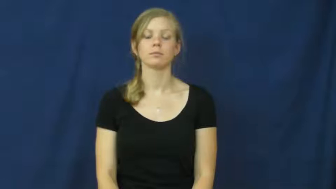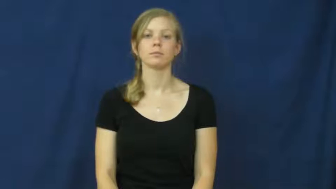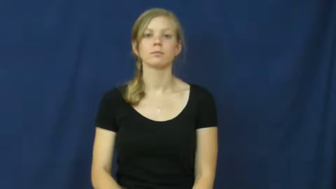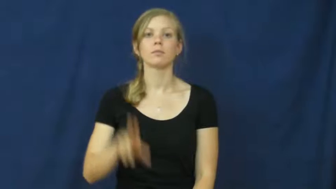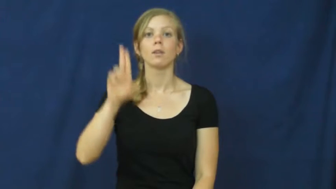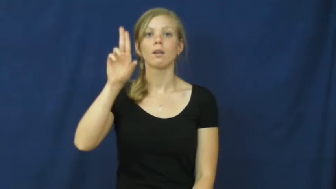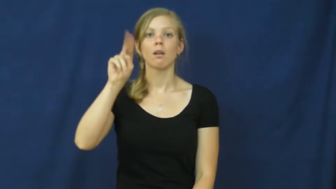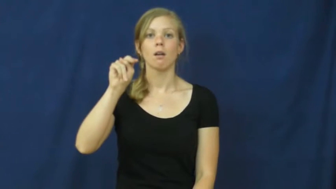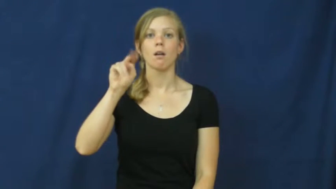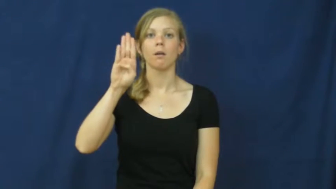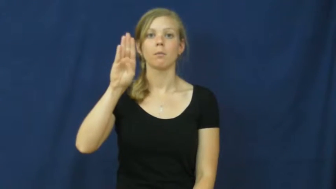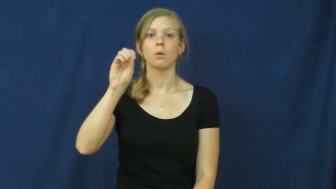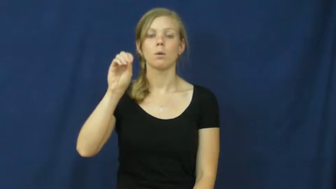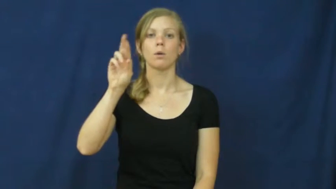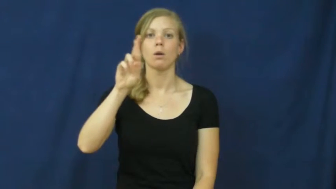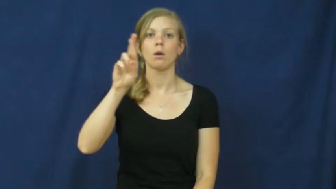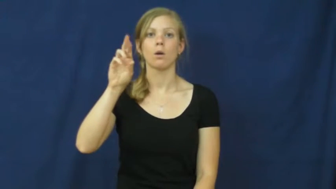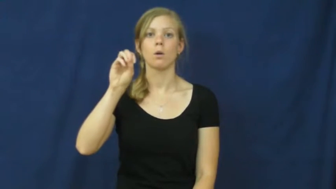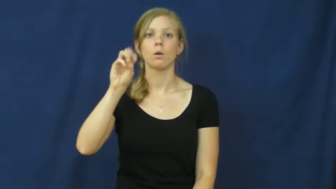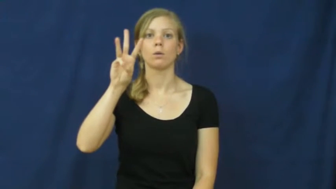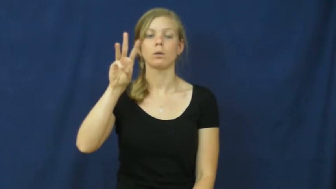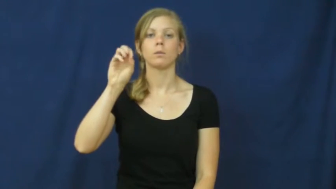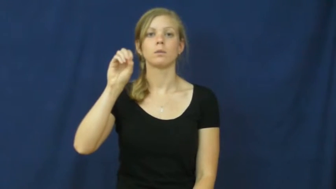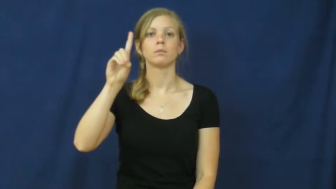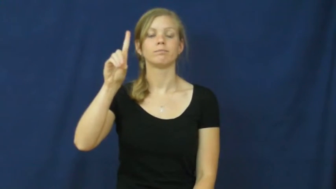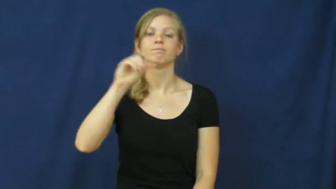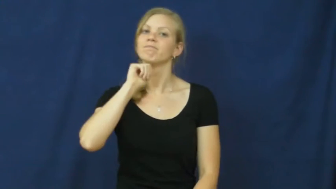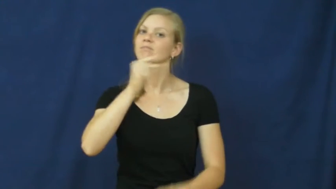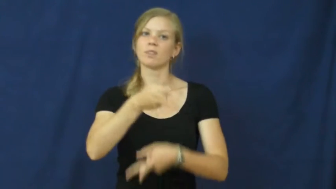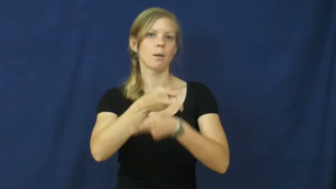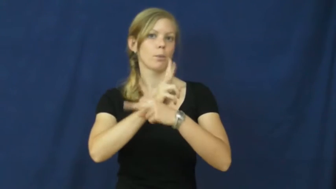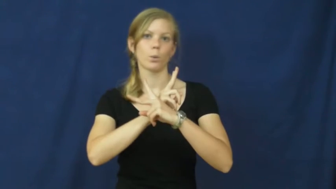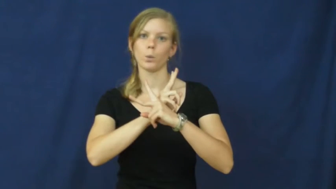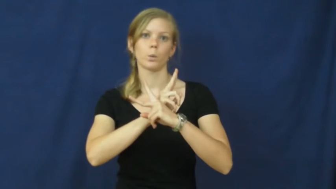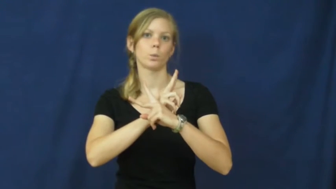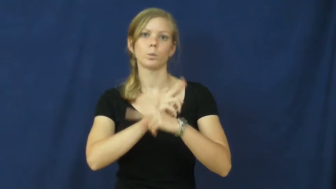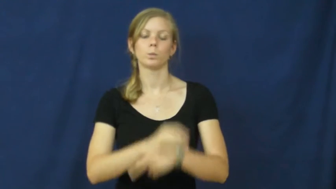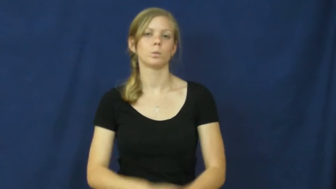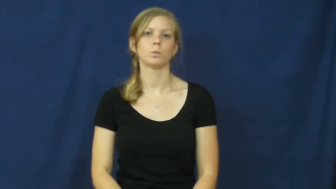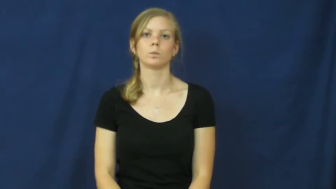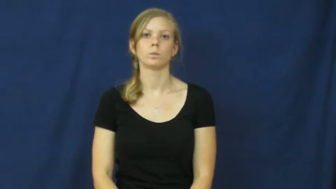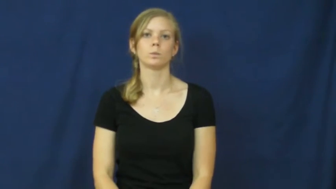unborrowed